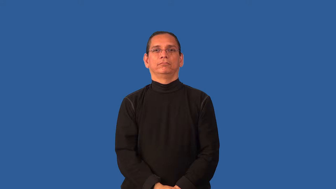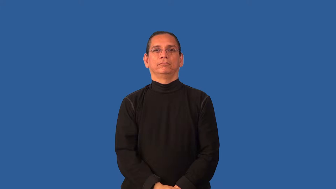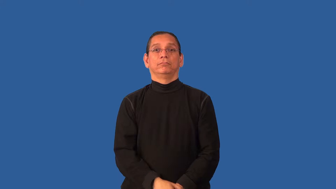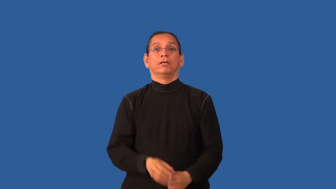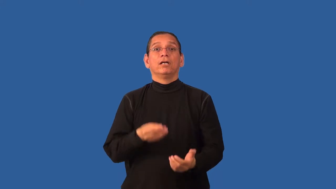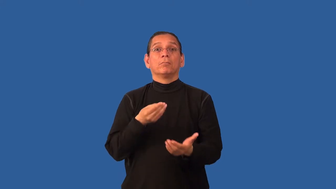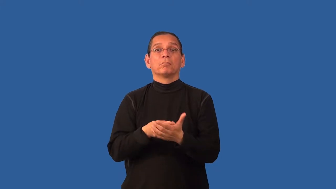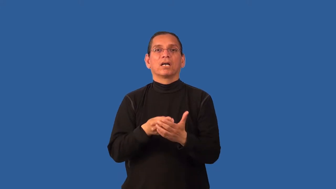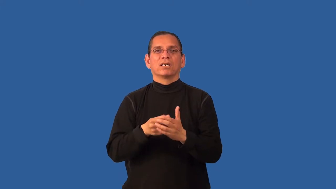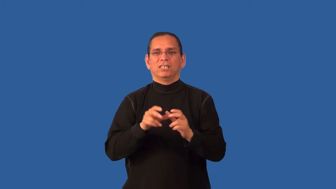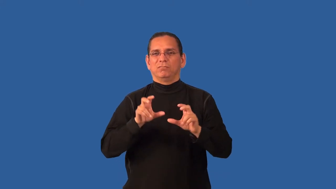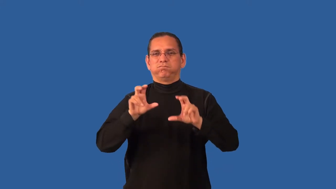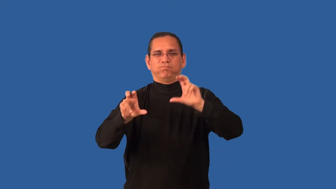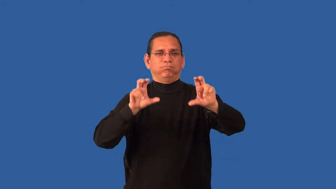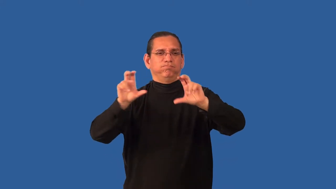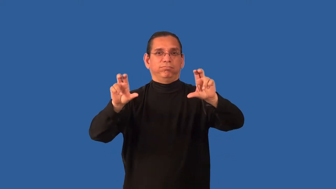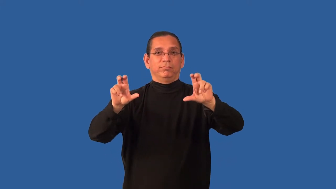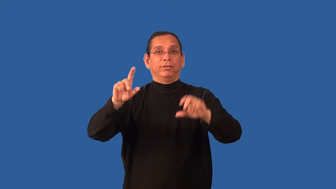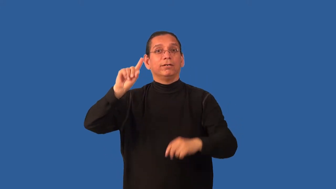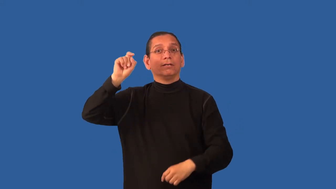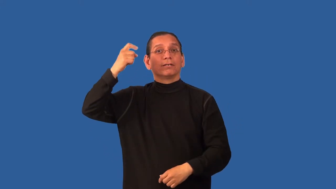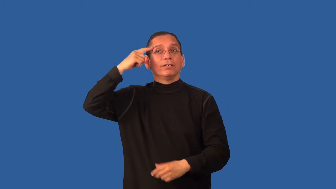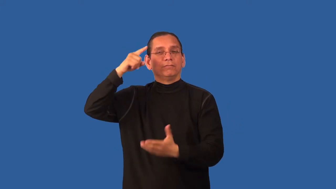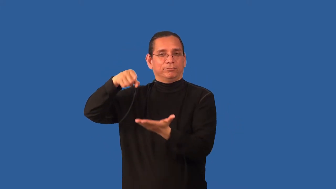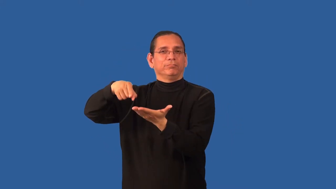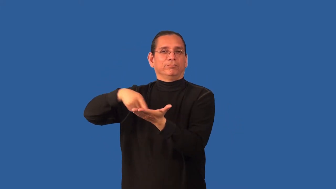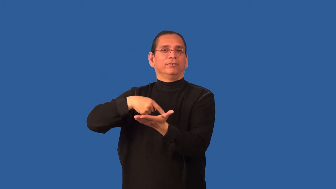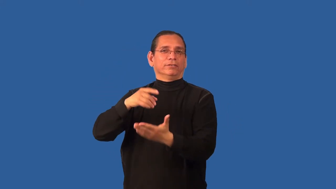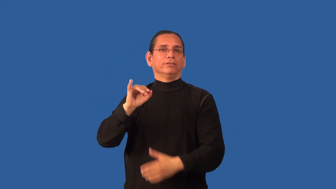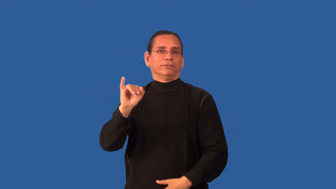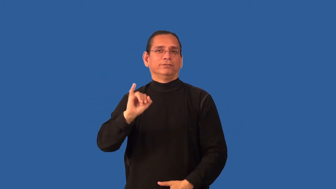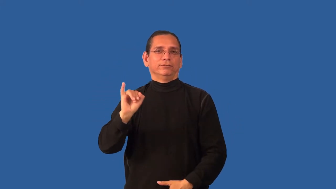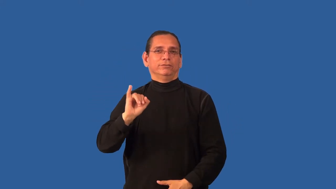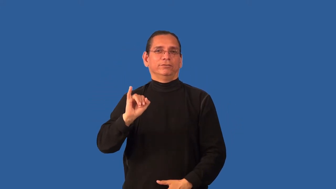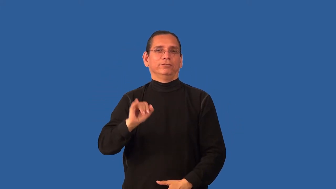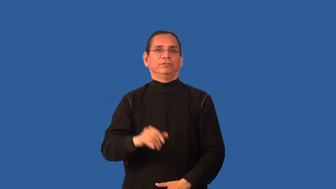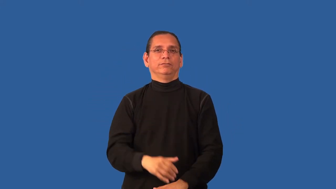bond-stock